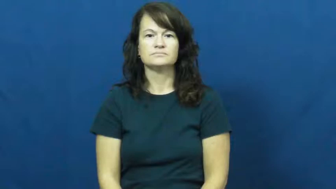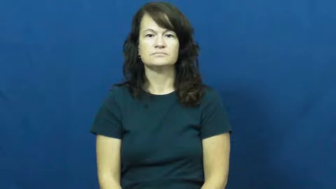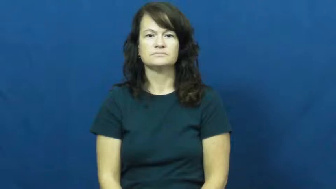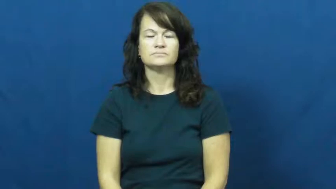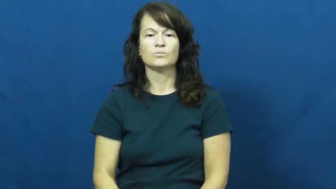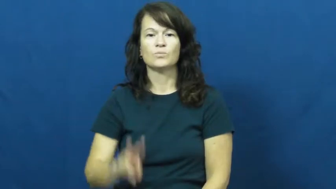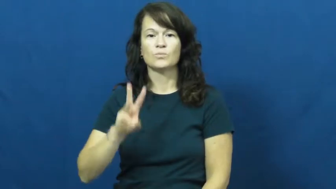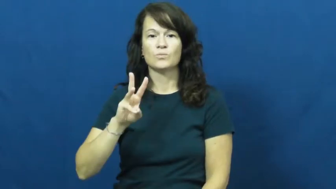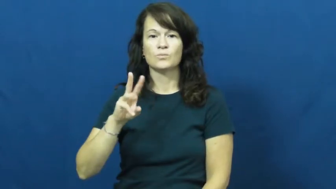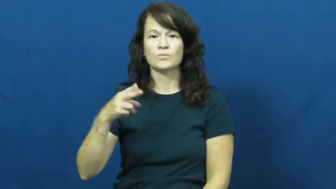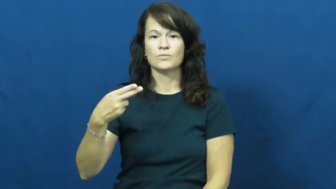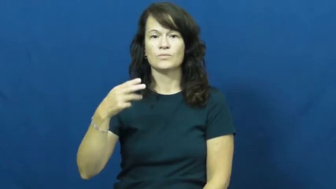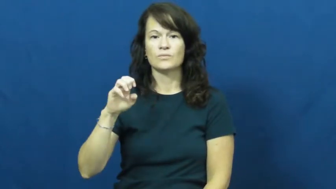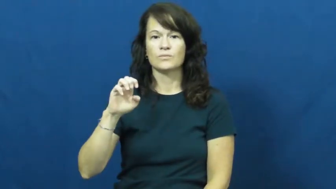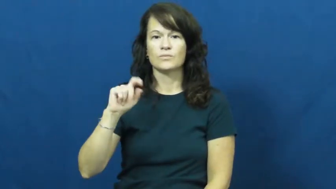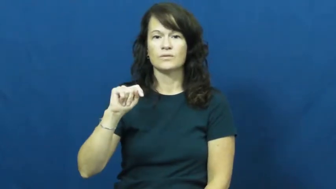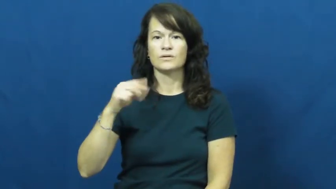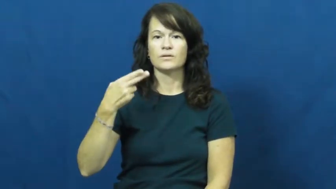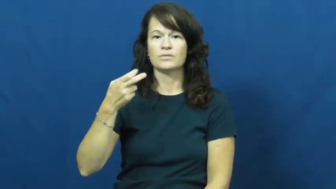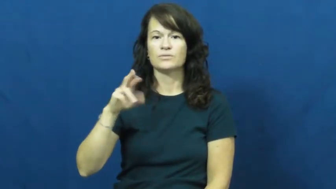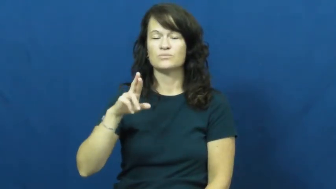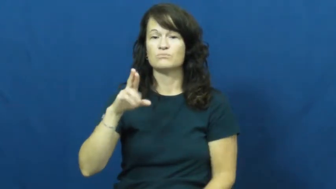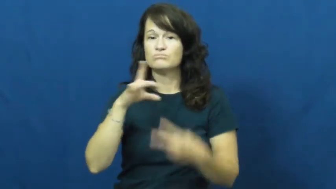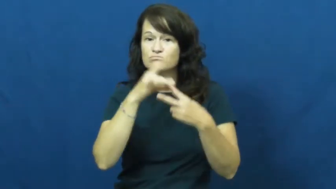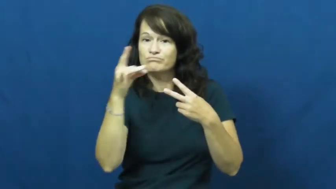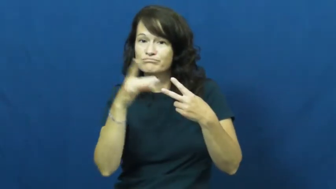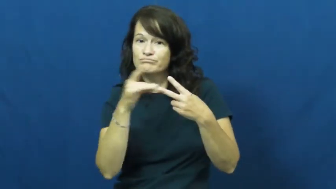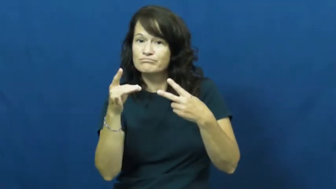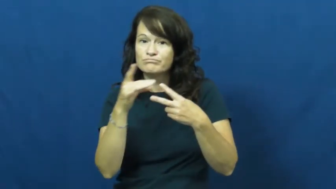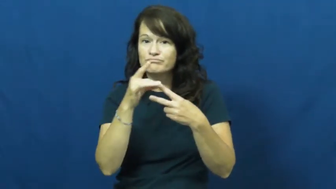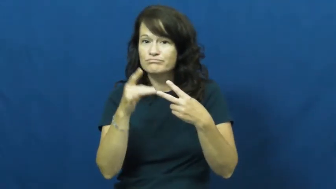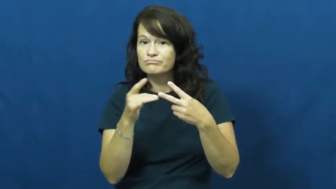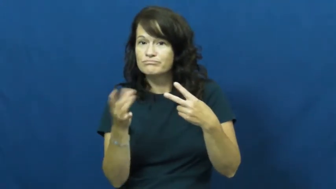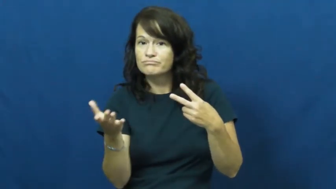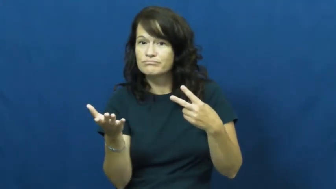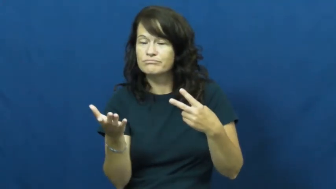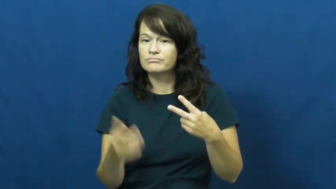whether